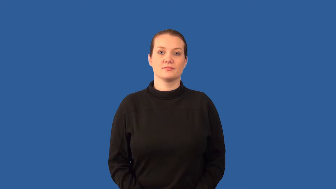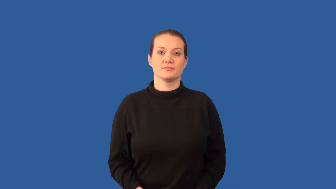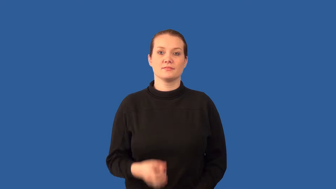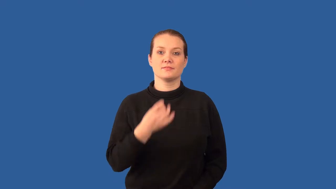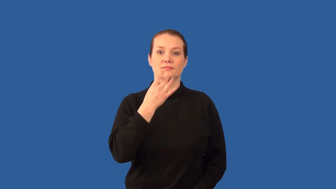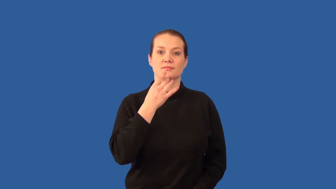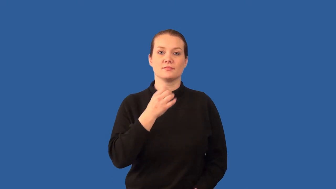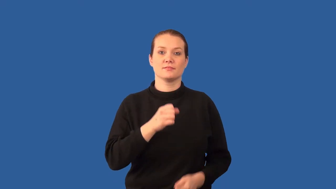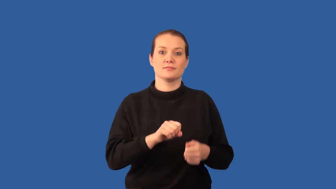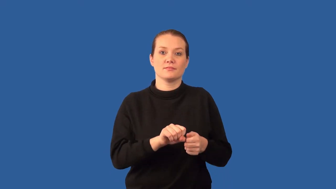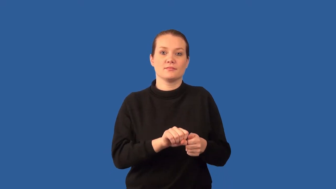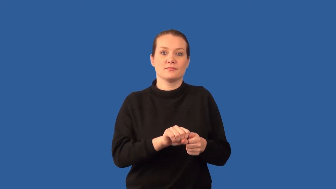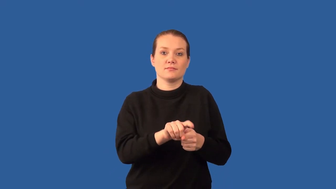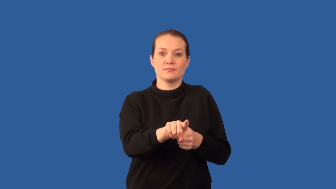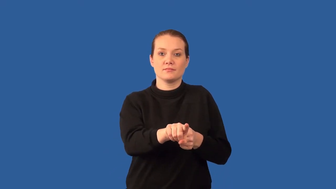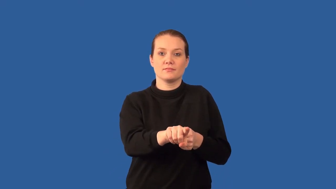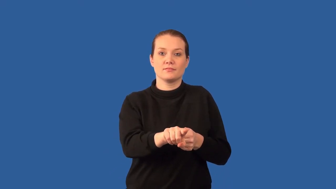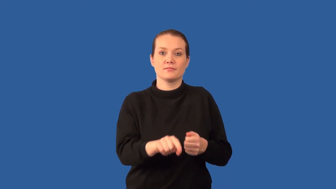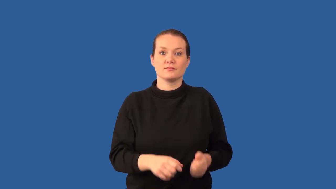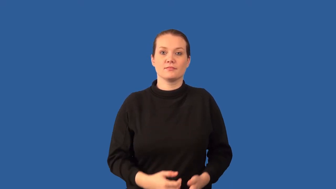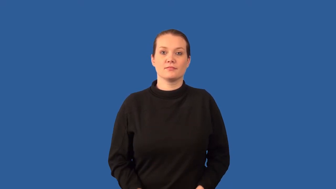laser